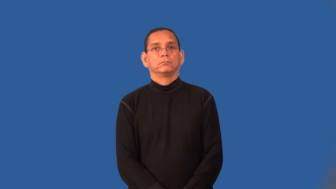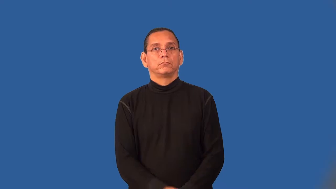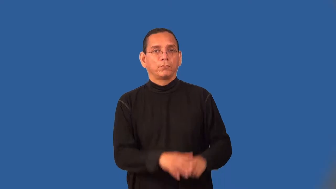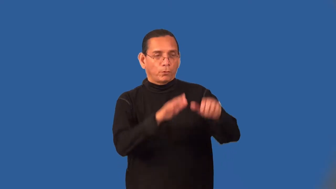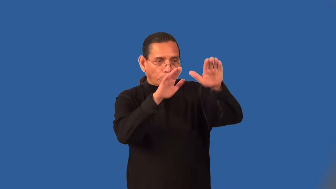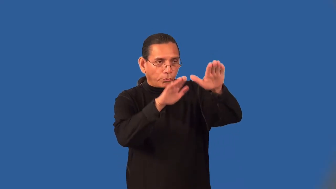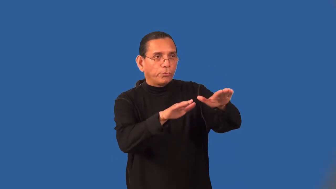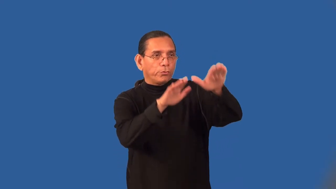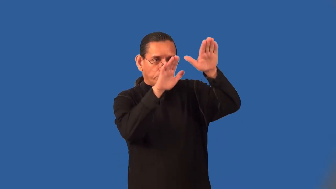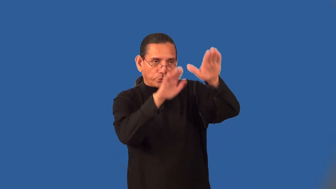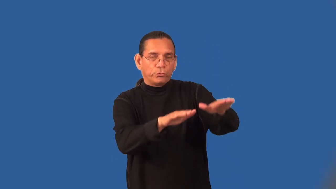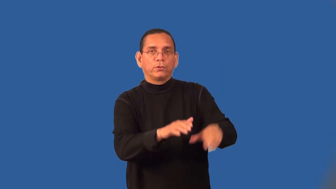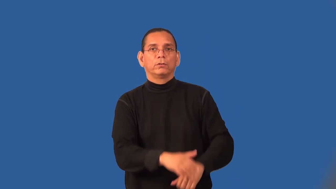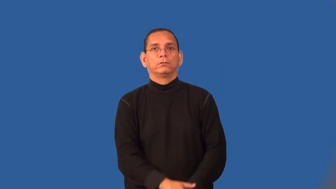servile